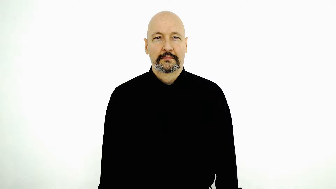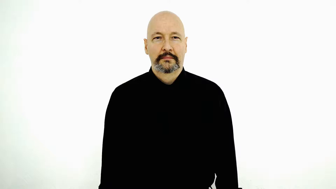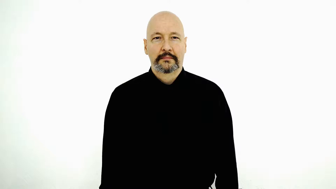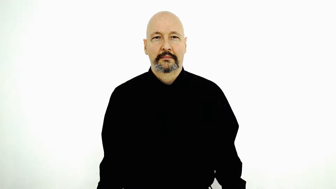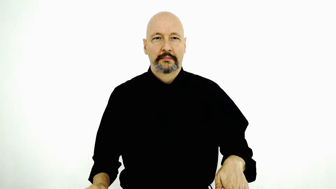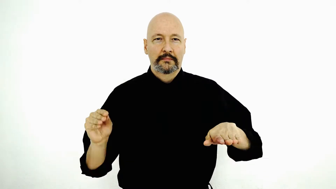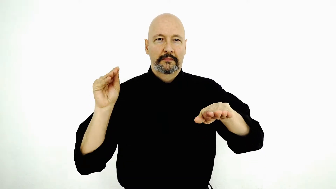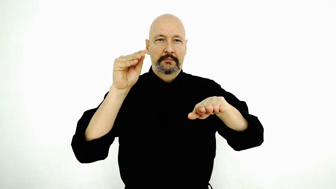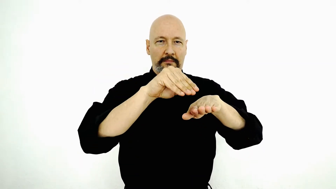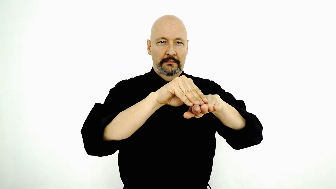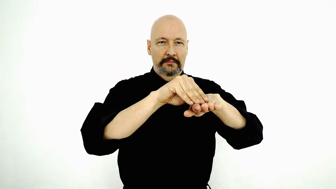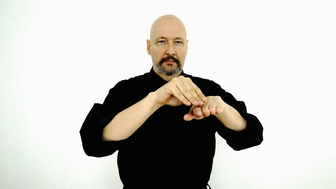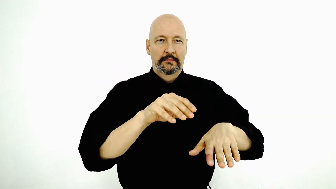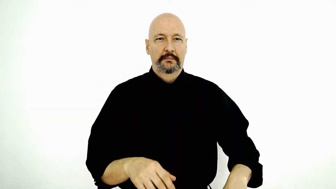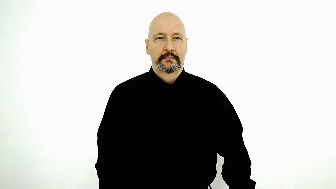to put on surface, i.e., shelf]